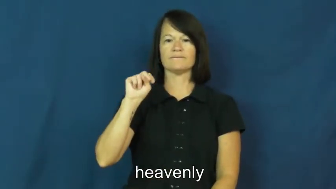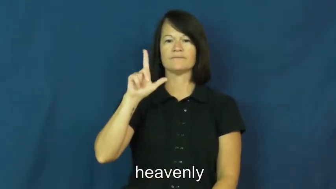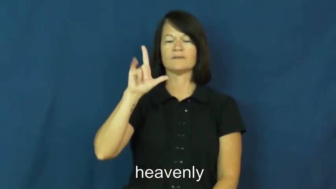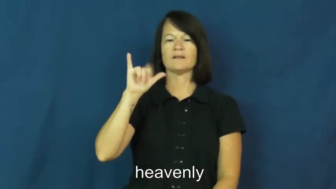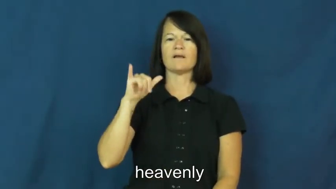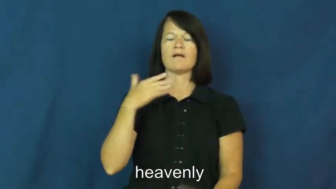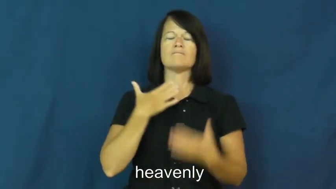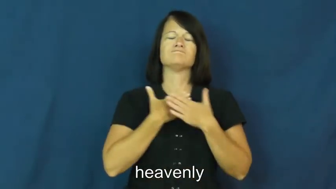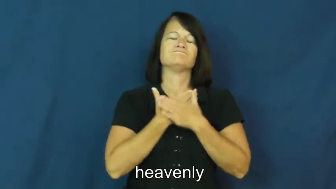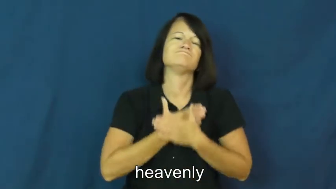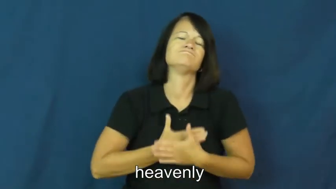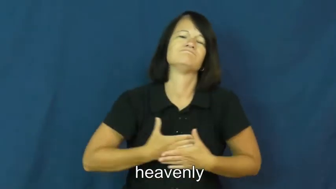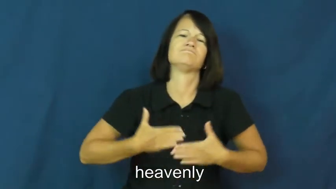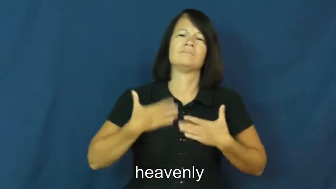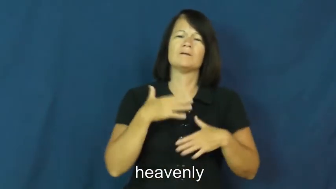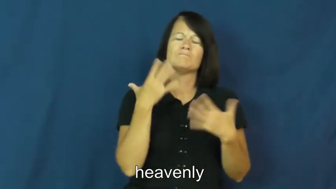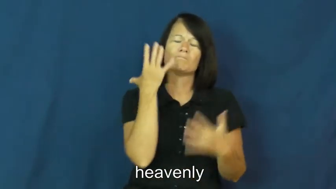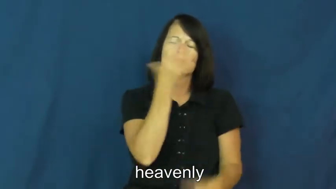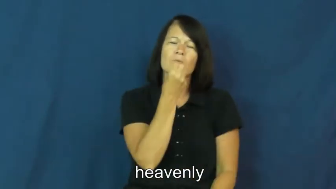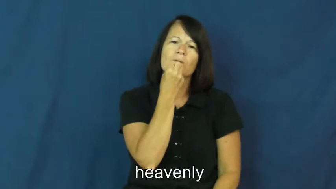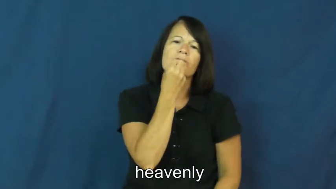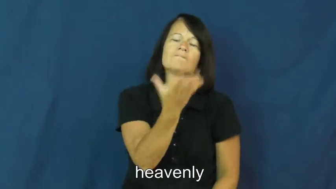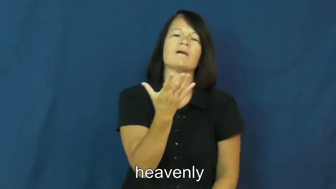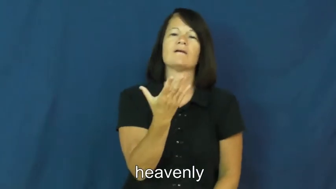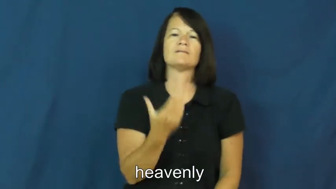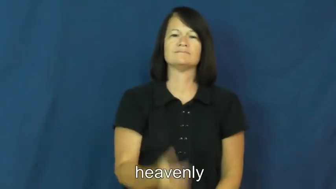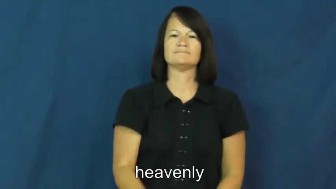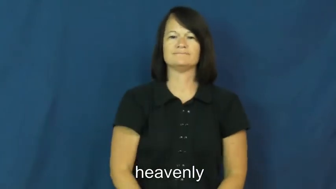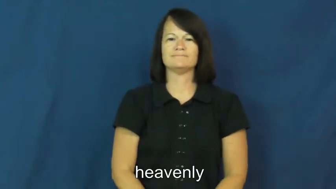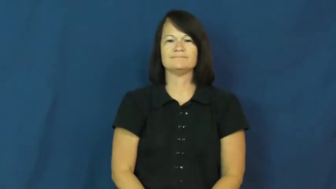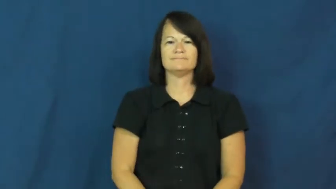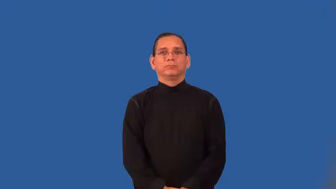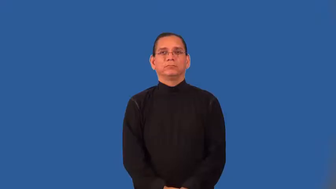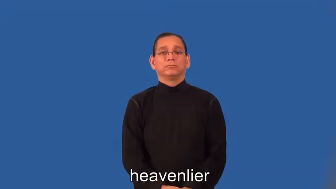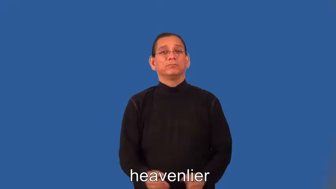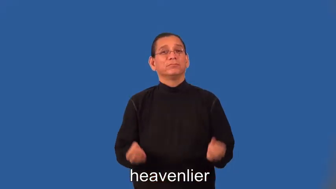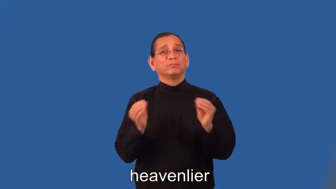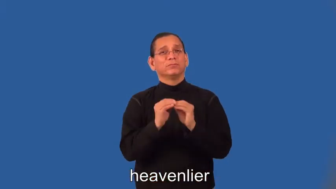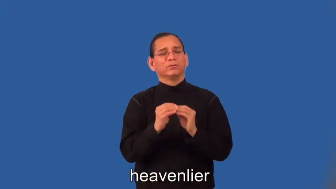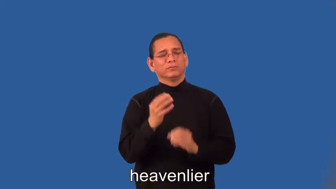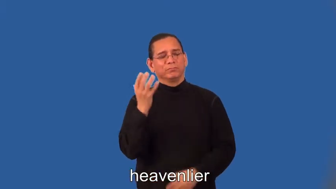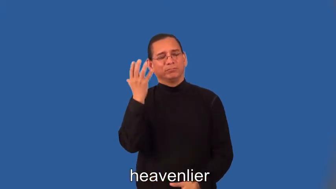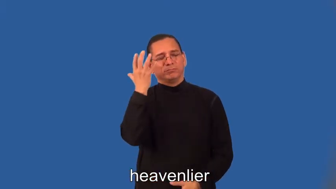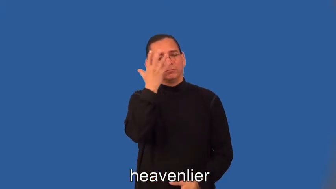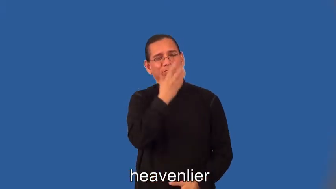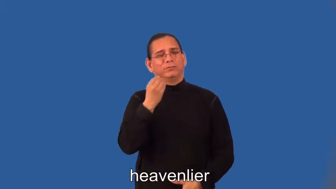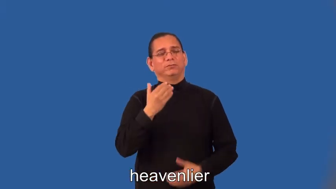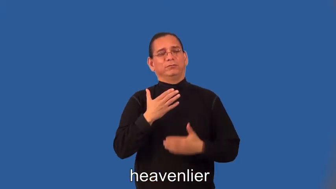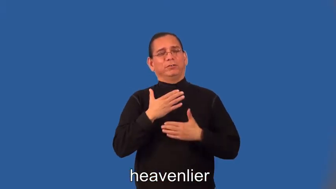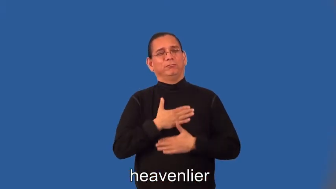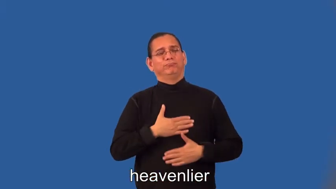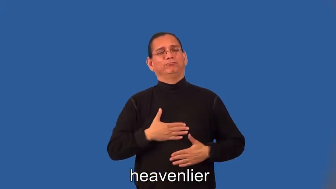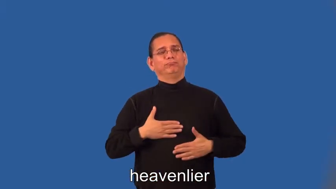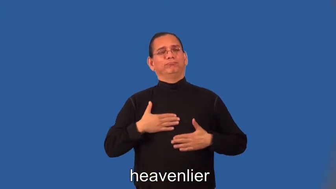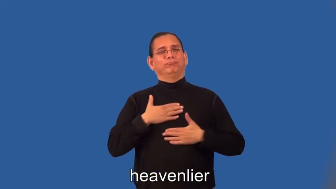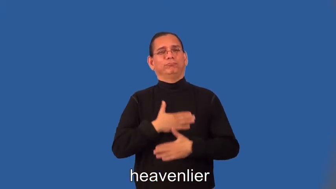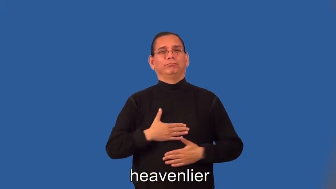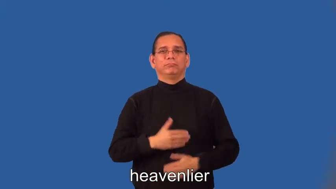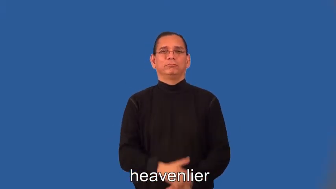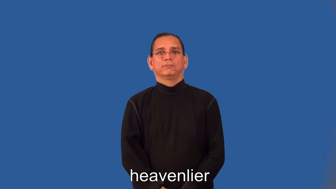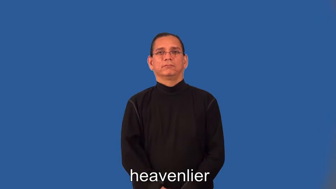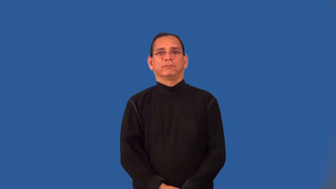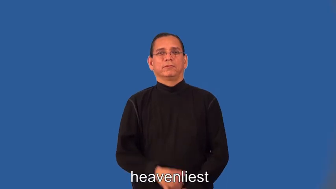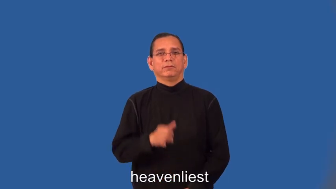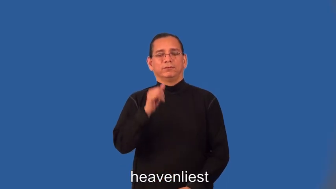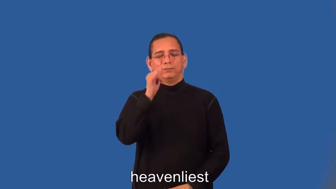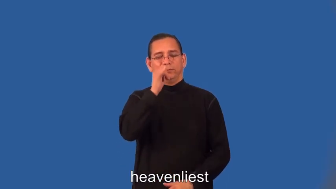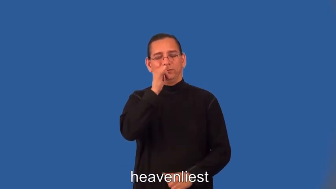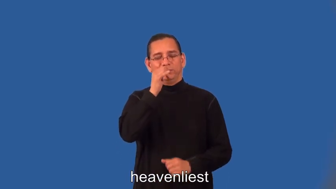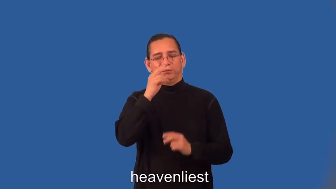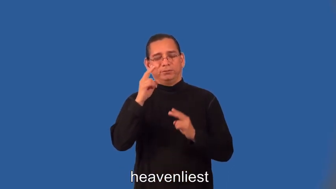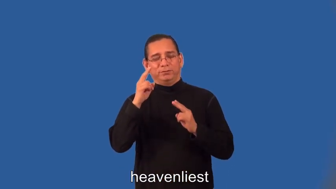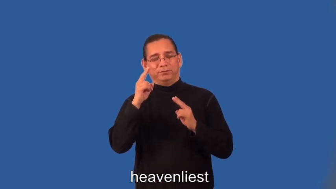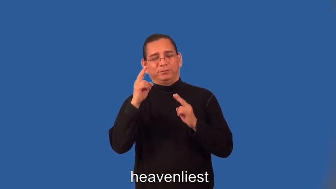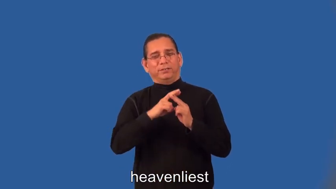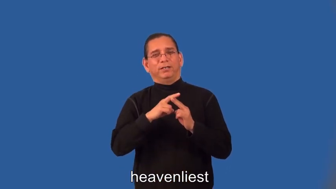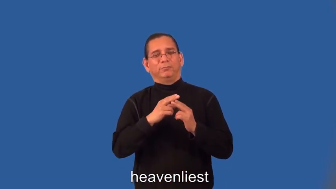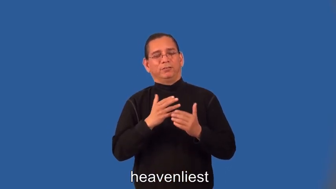heavenlier,heavenliest